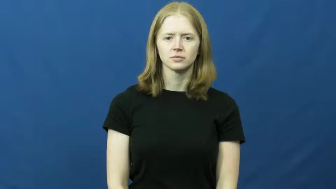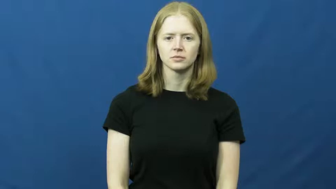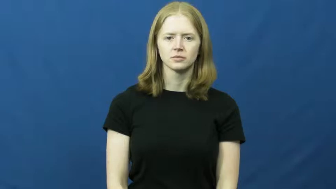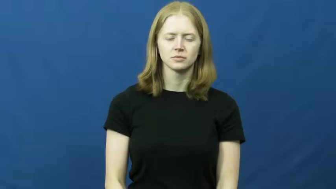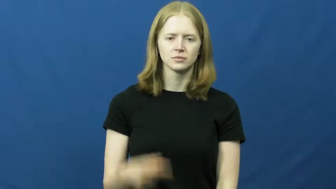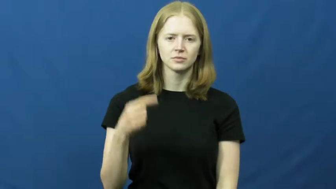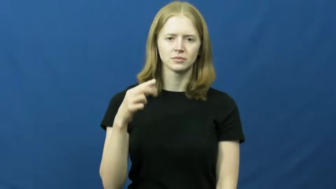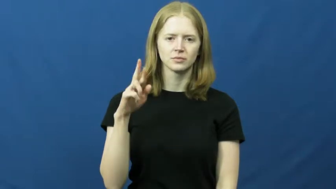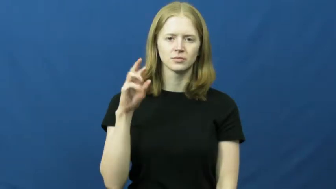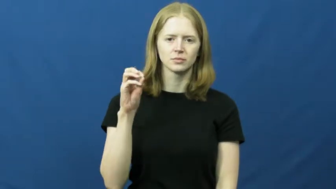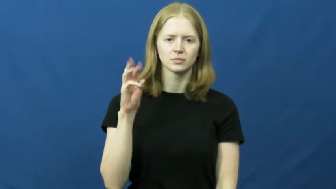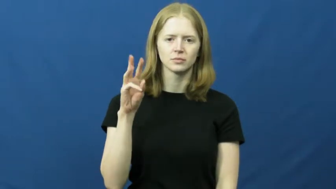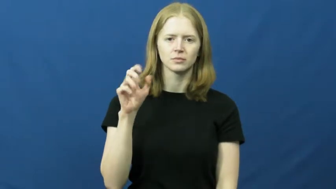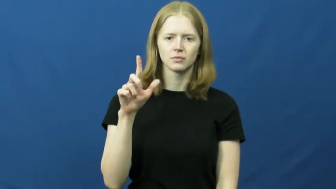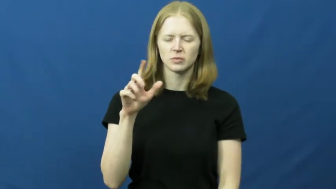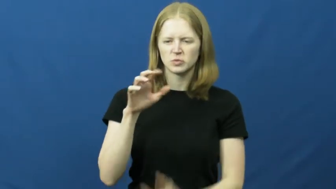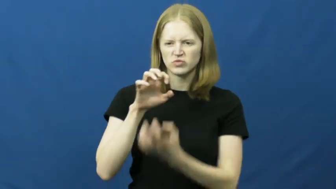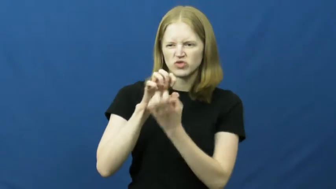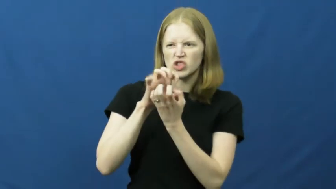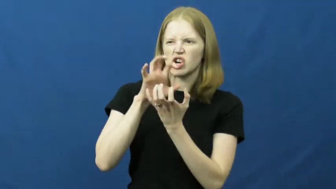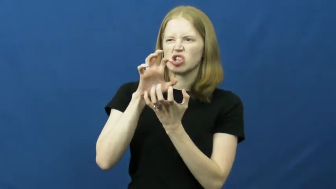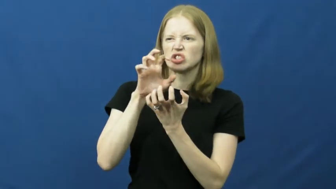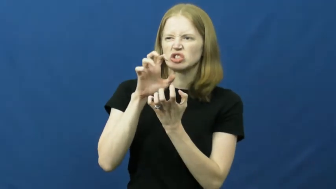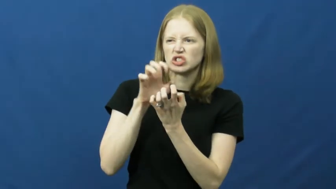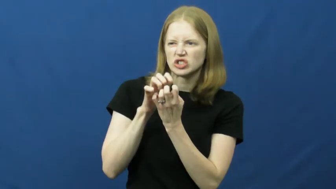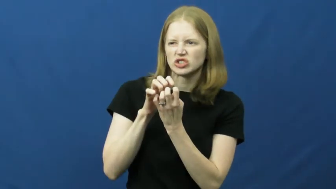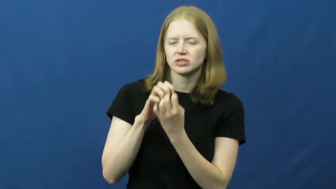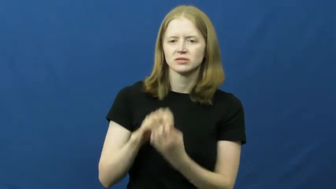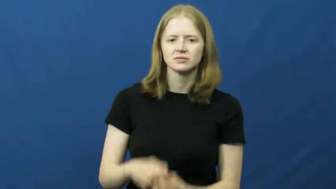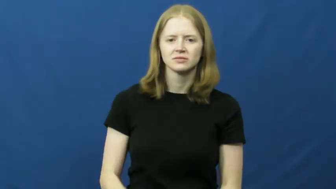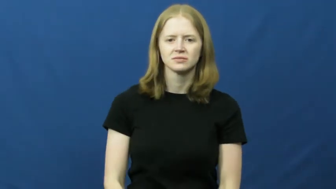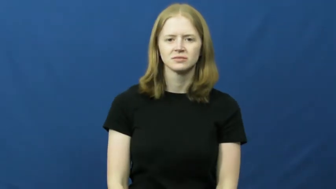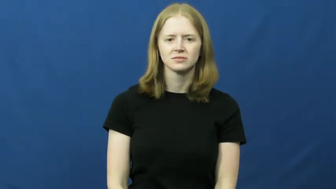growl